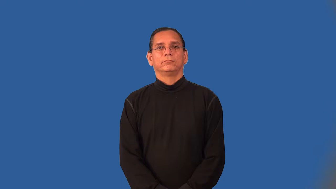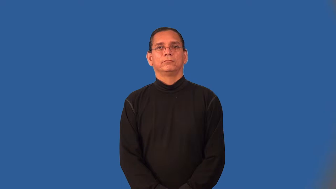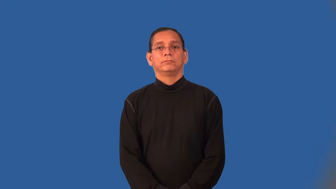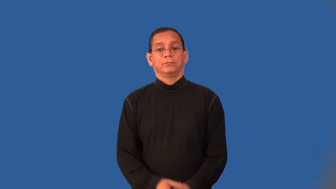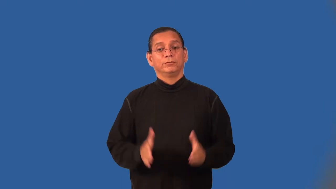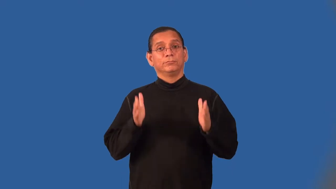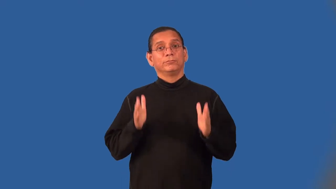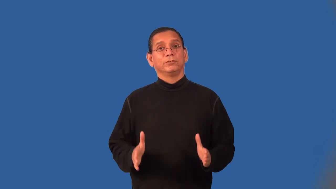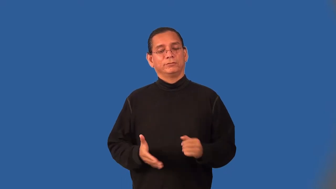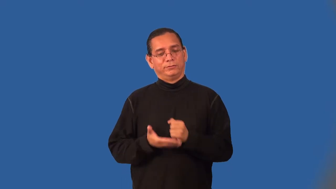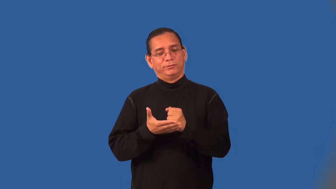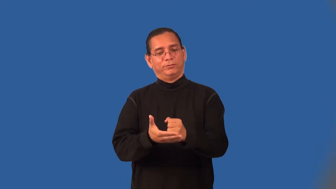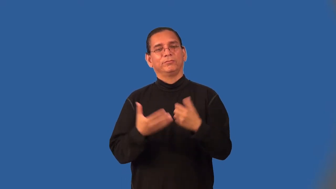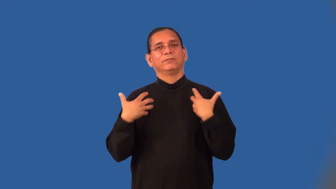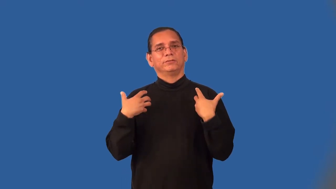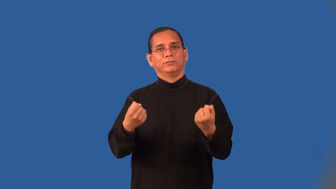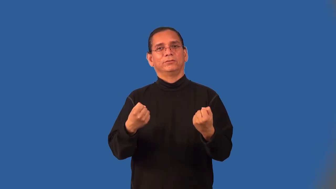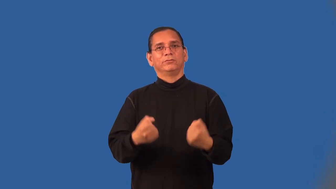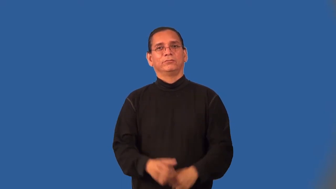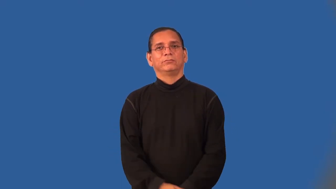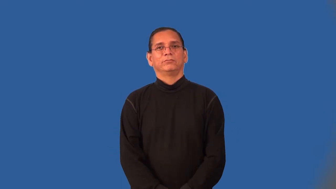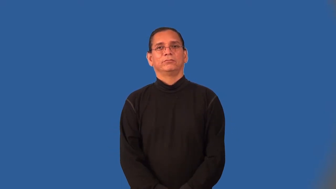healer